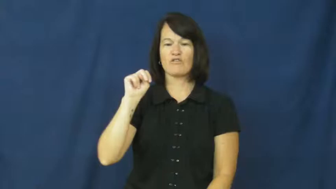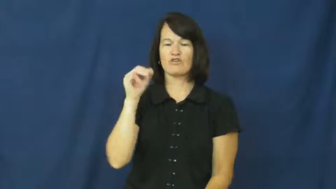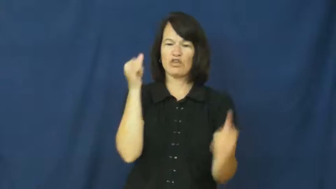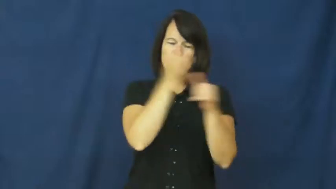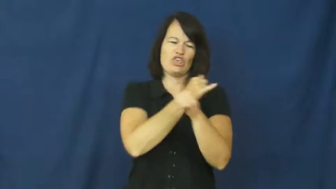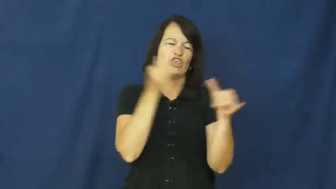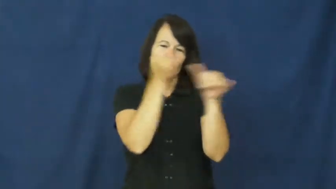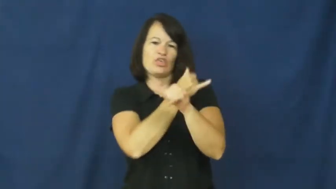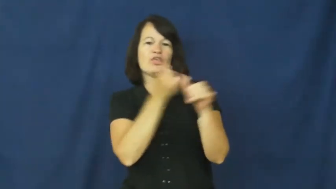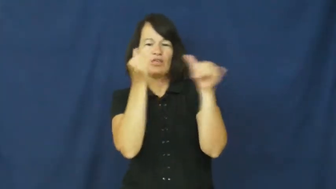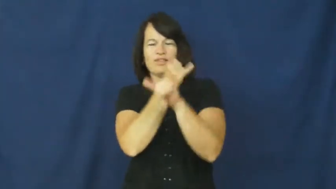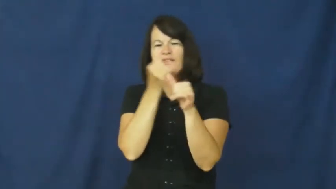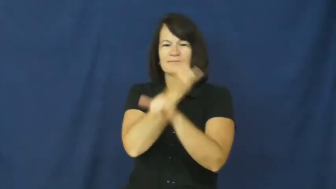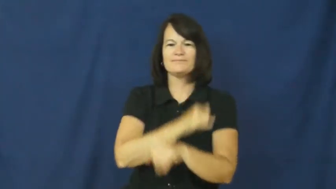monkey around